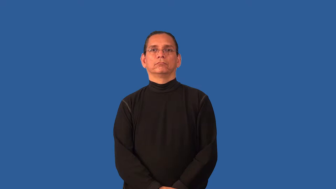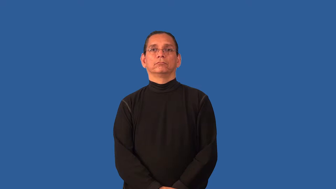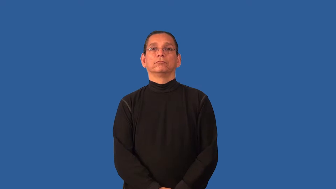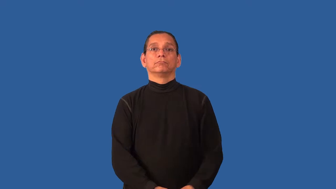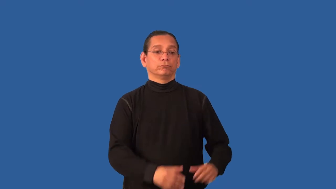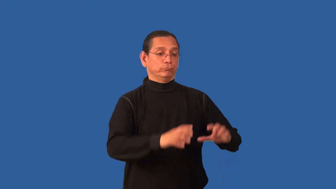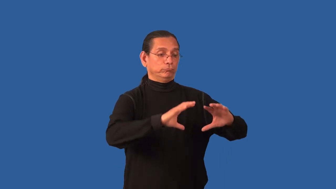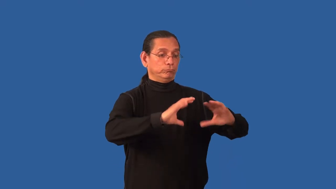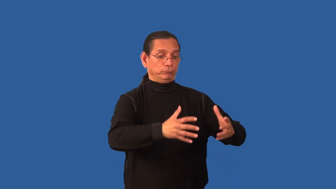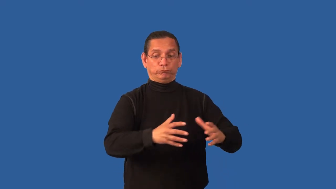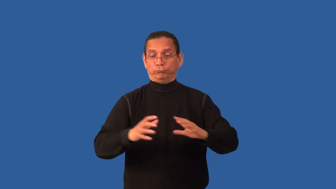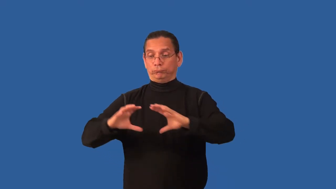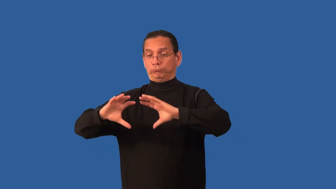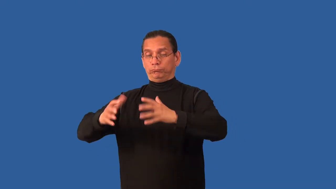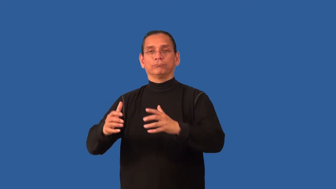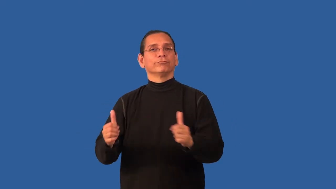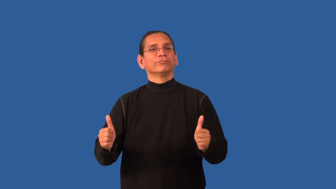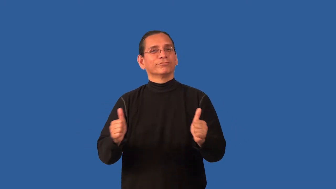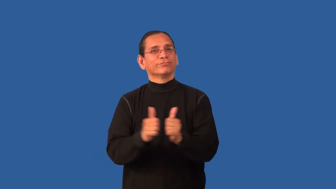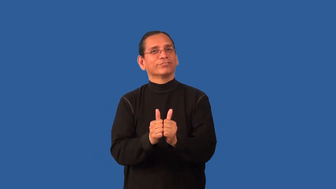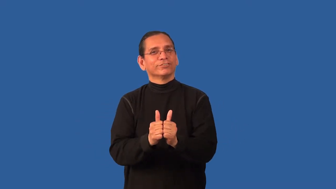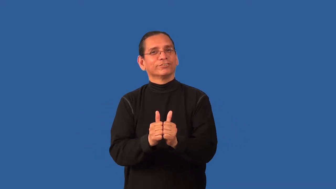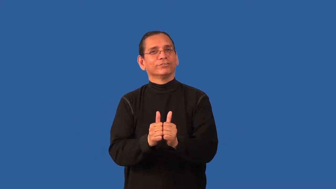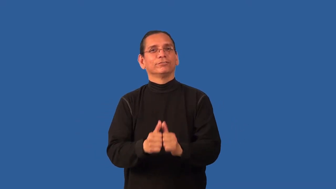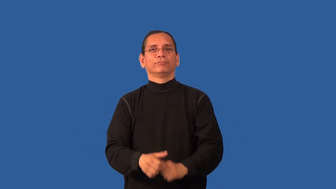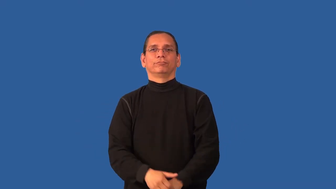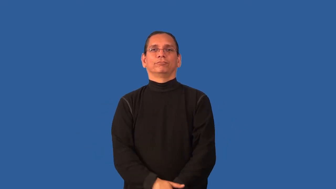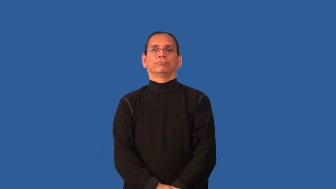bipartisan